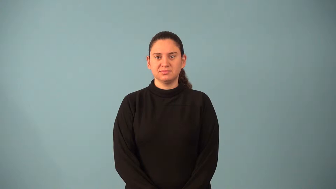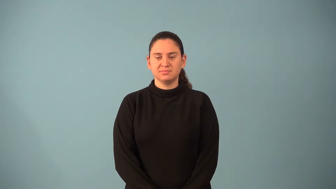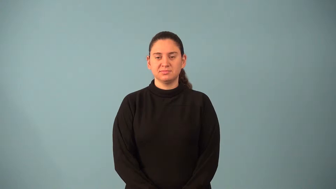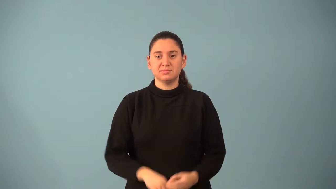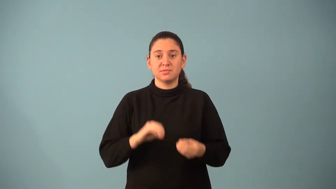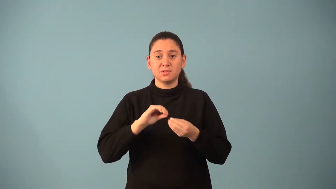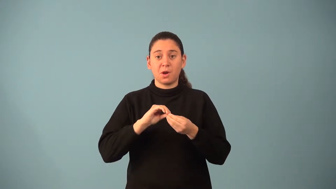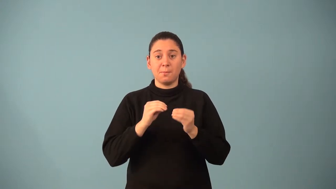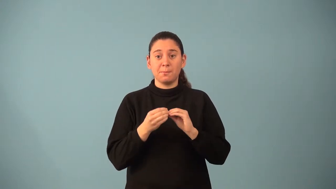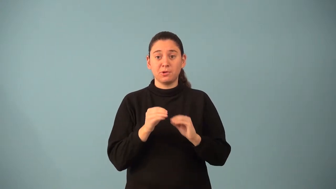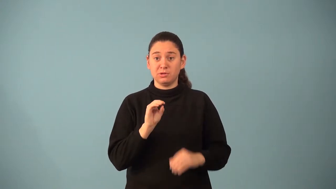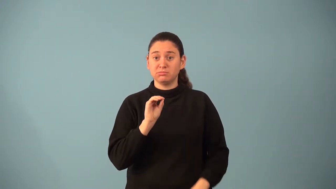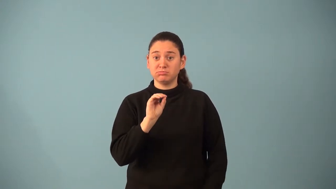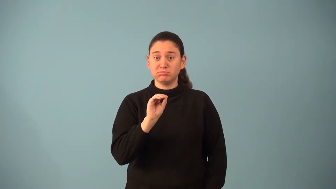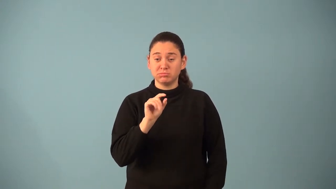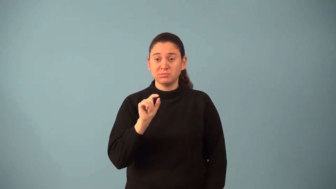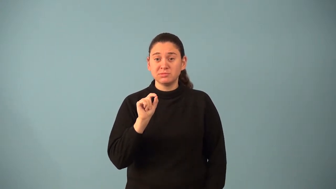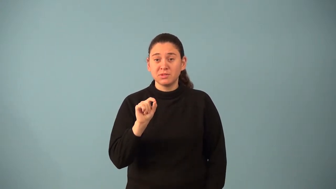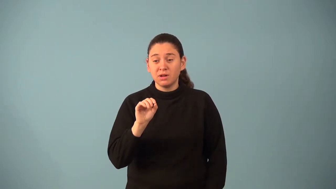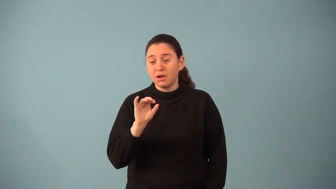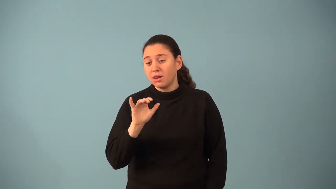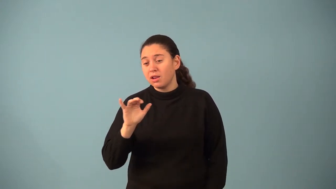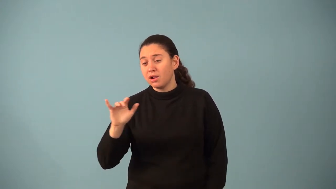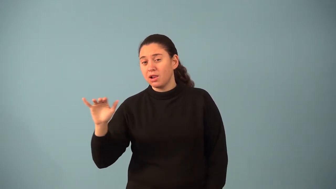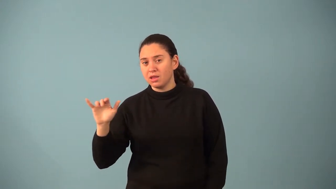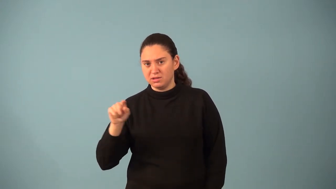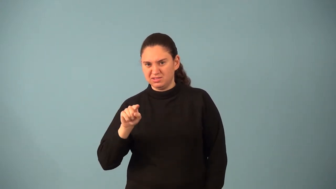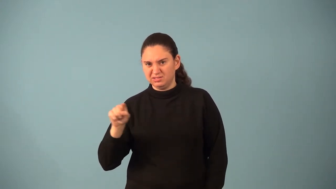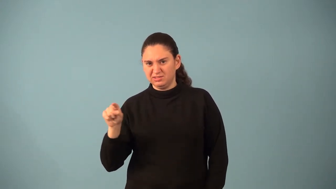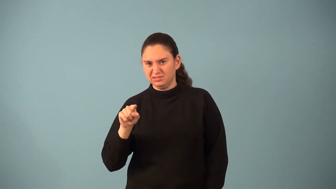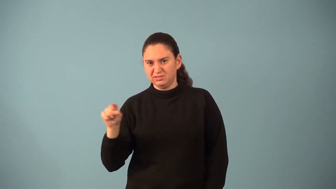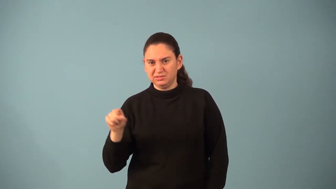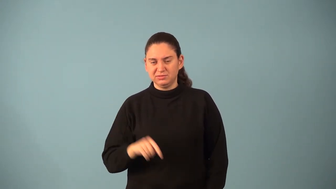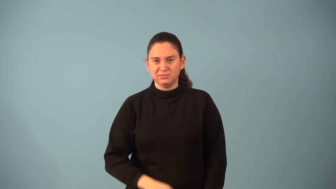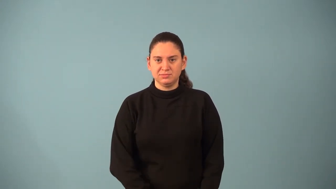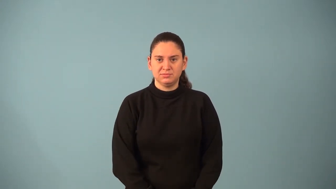mantissa